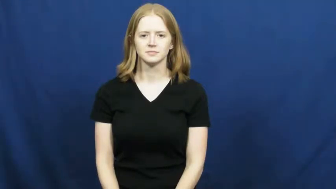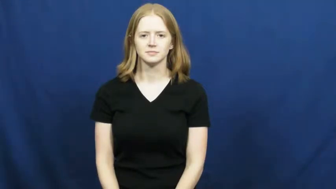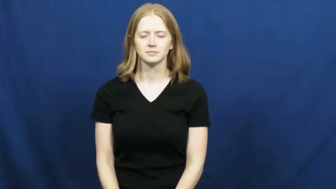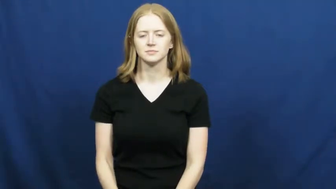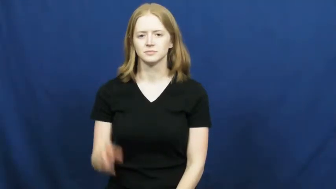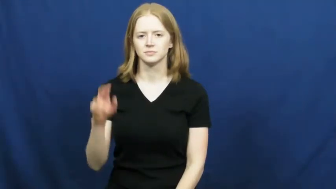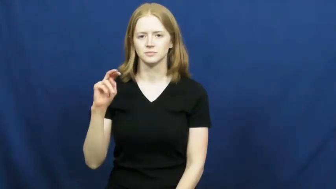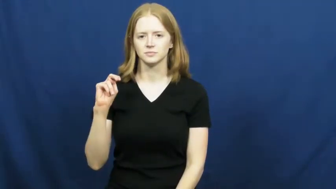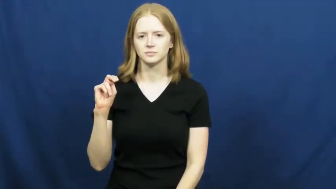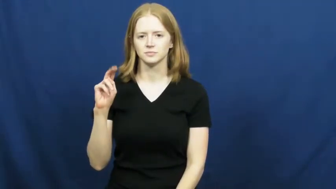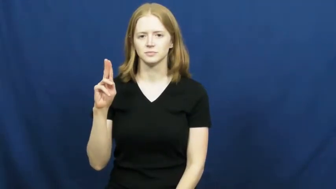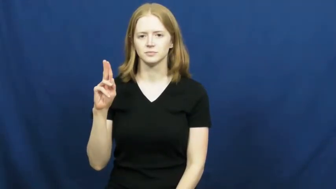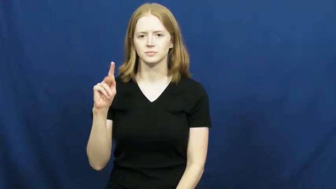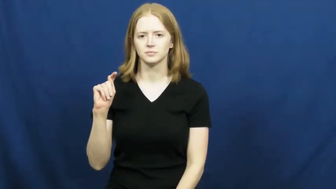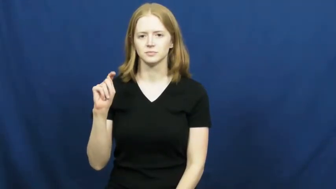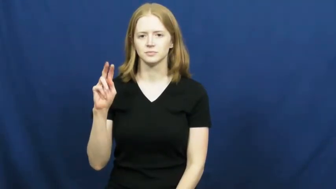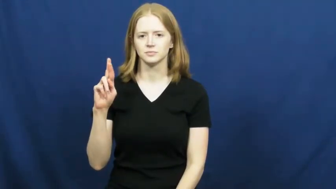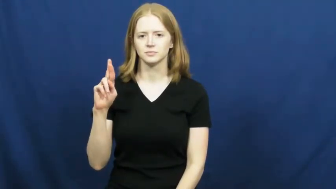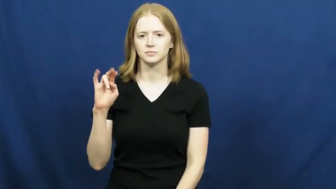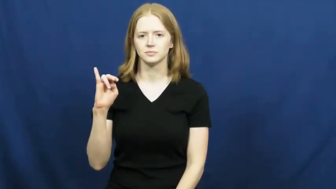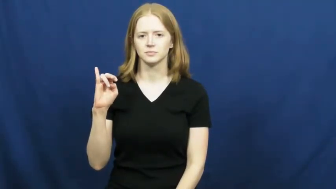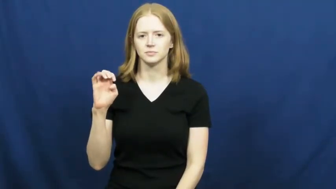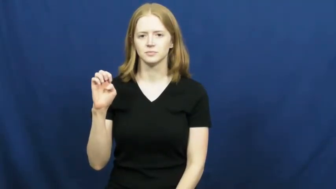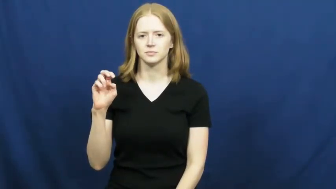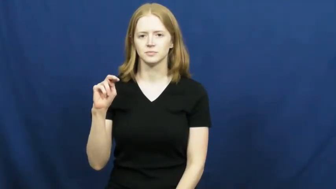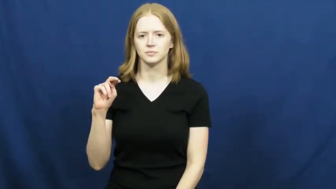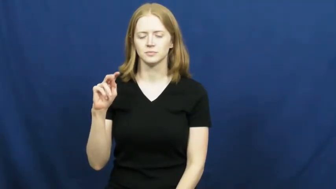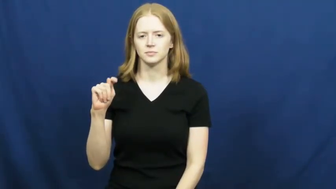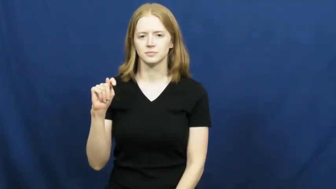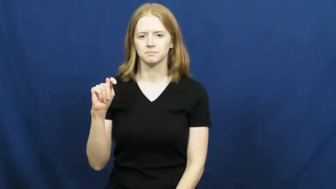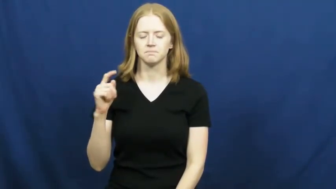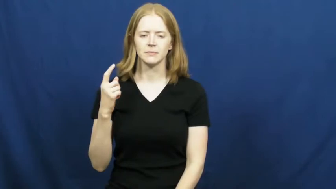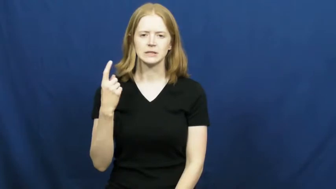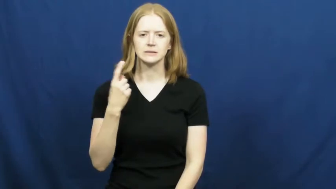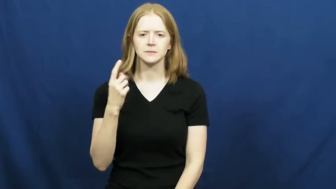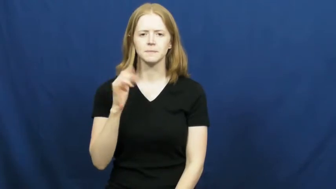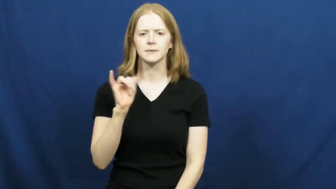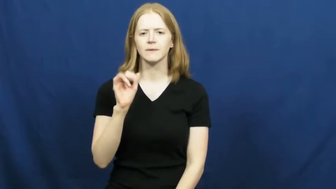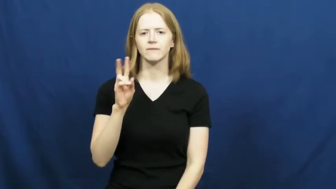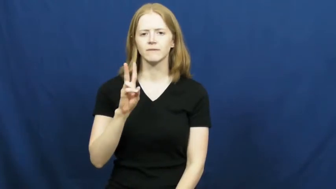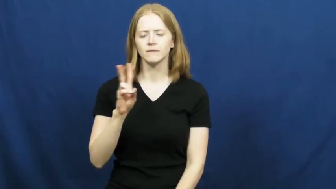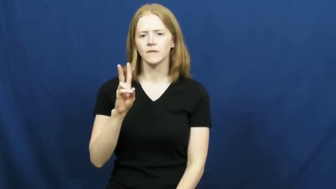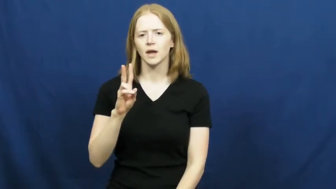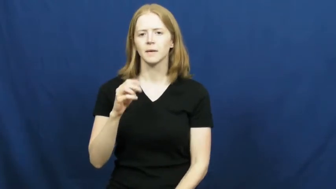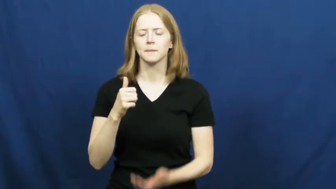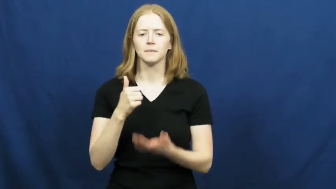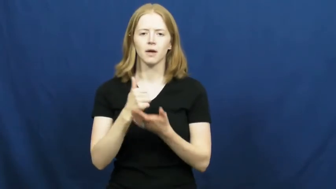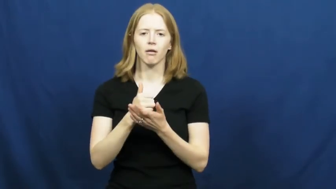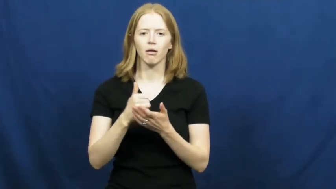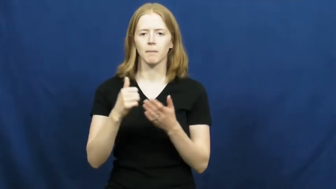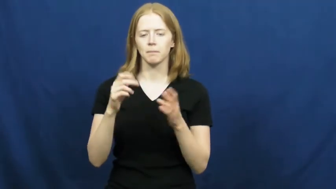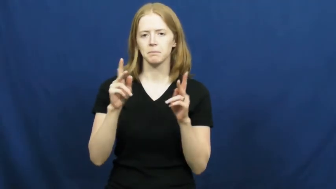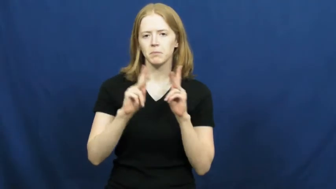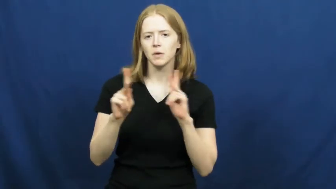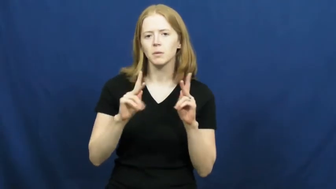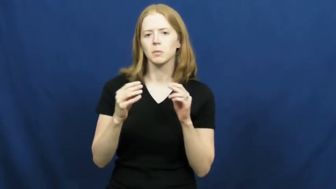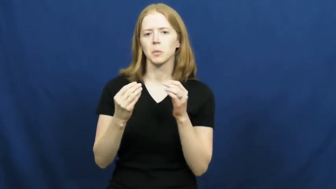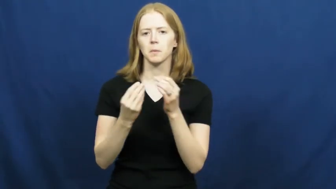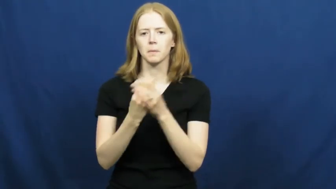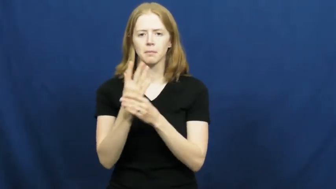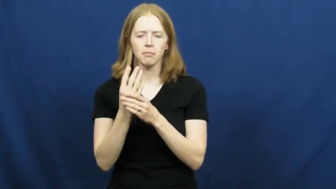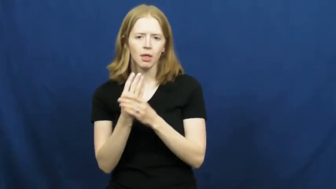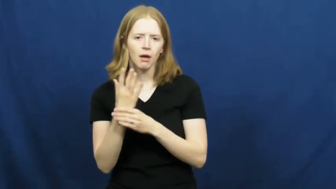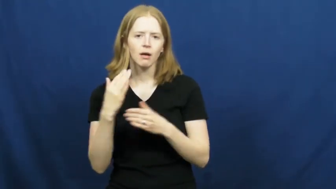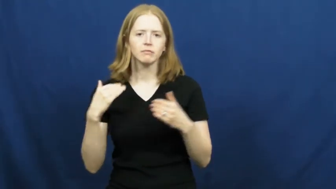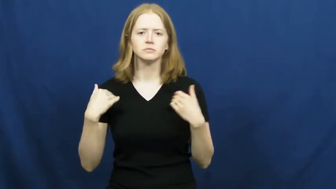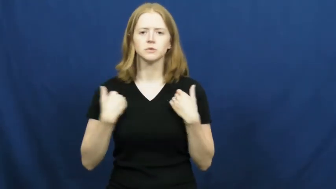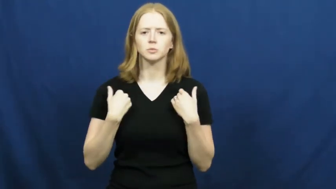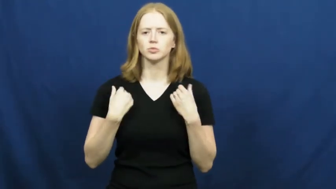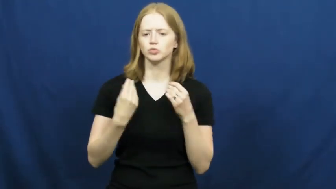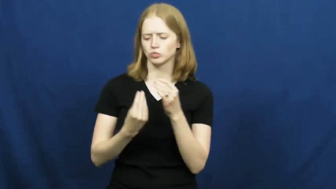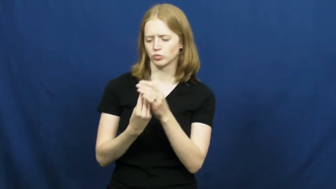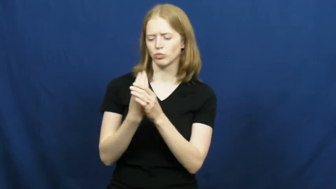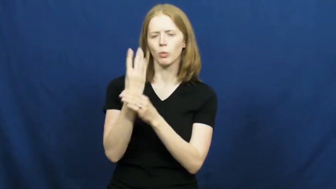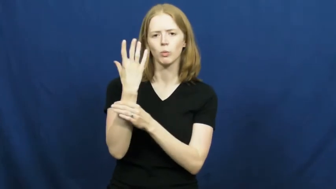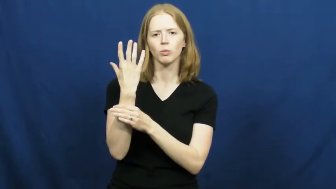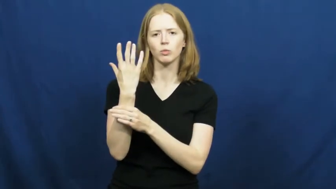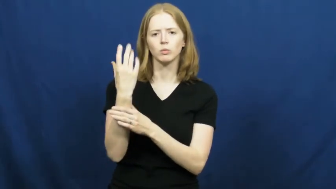nutrient